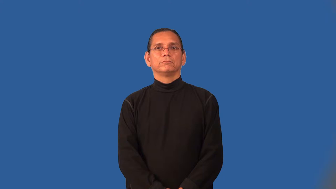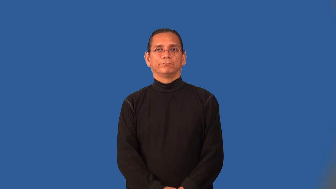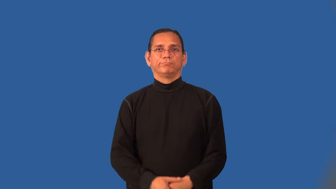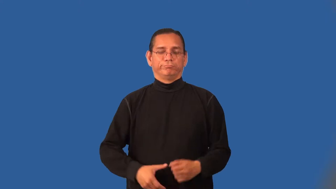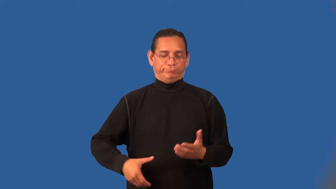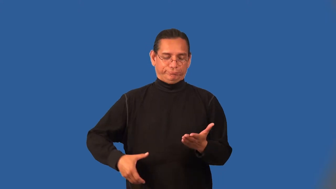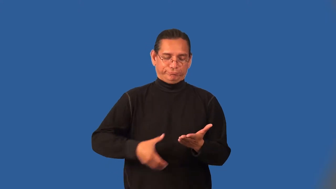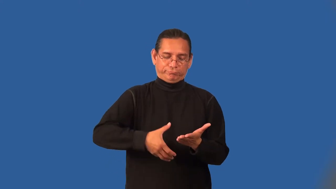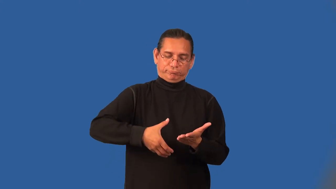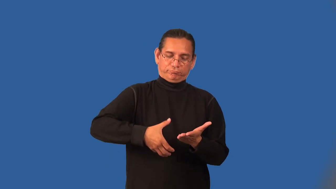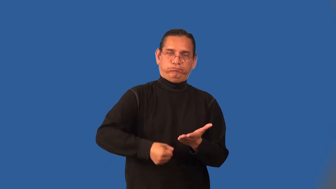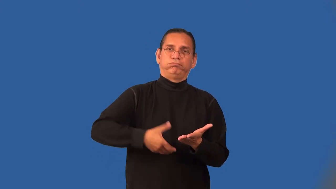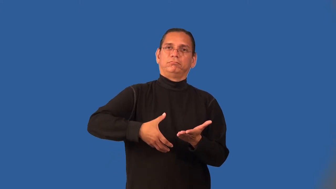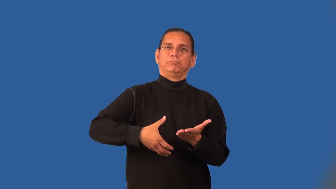notarize